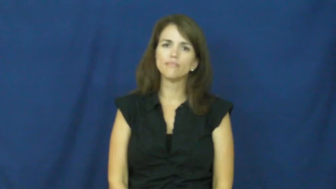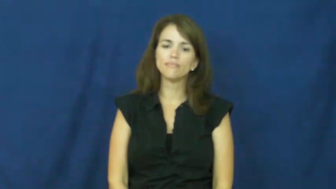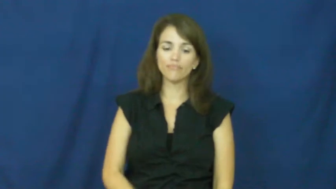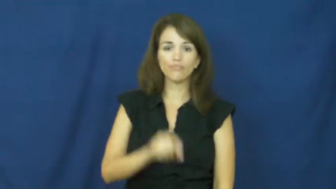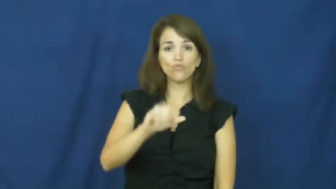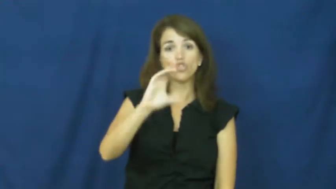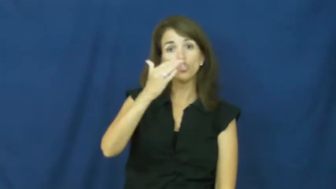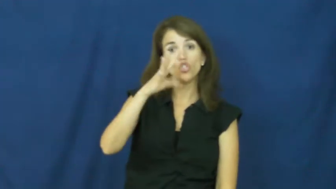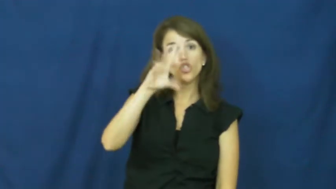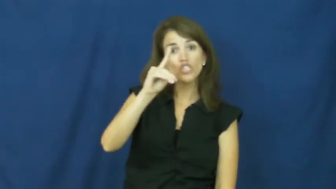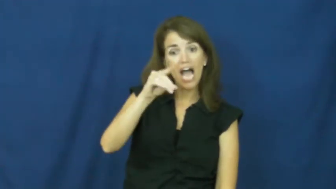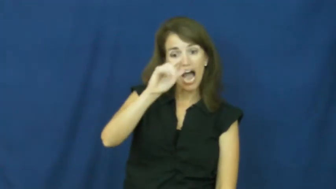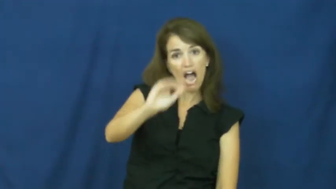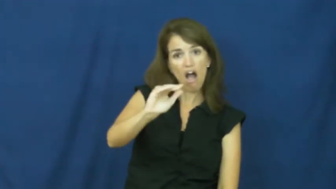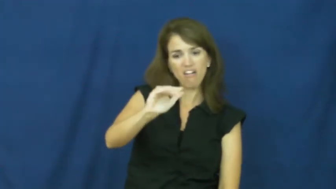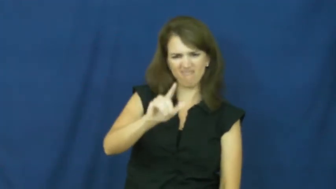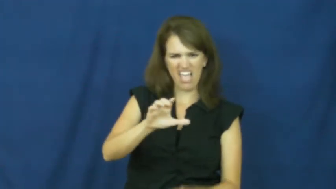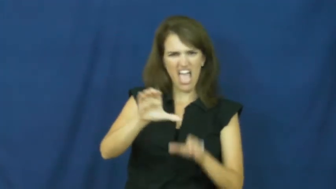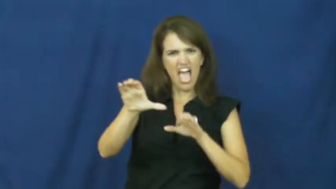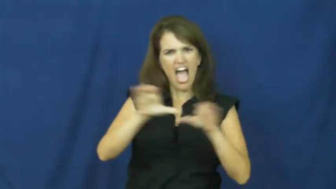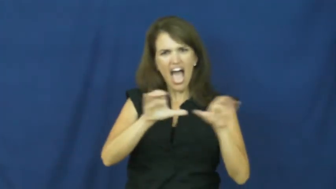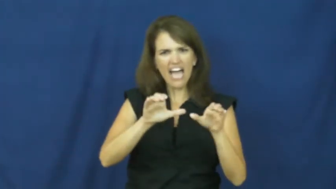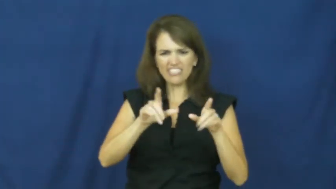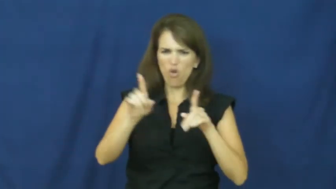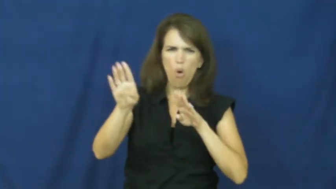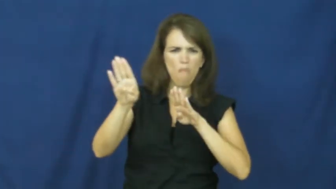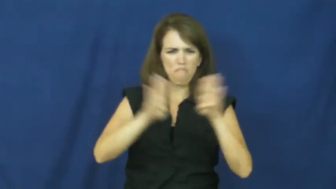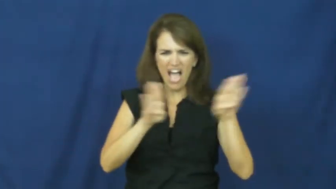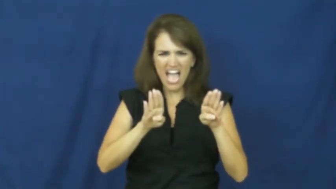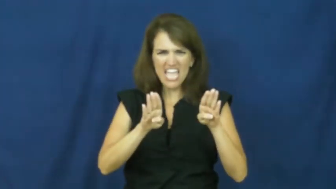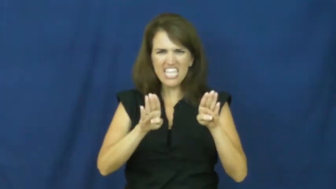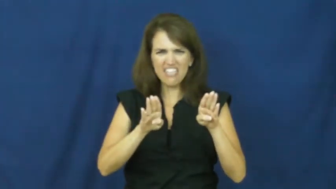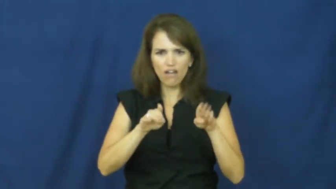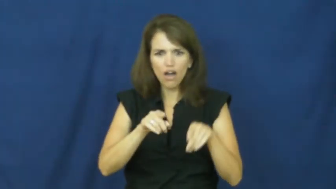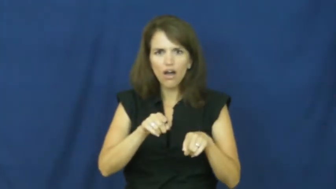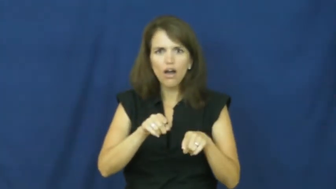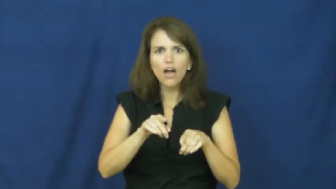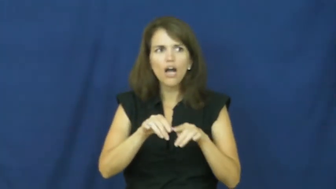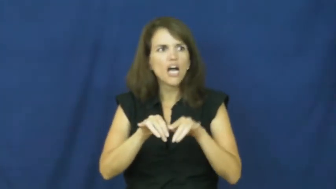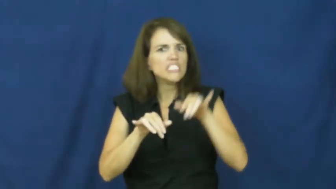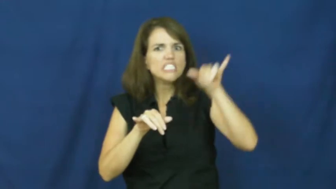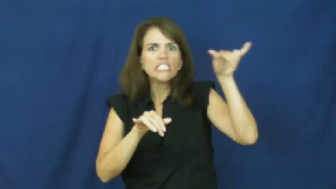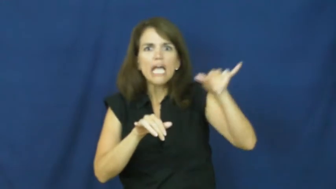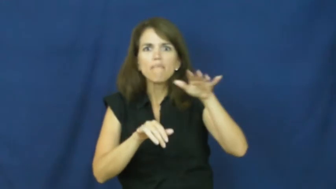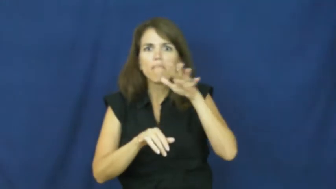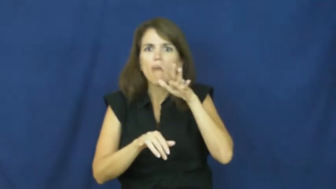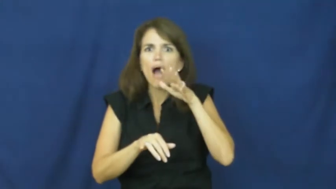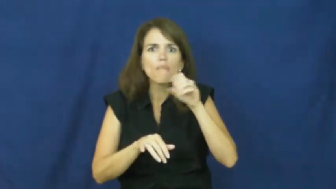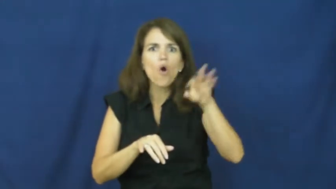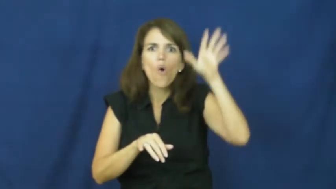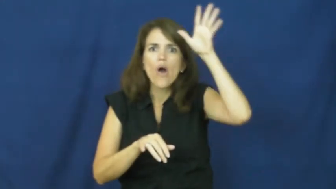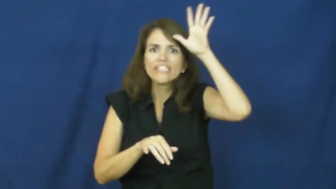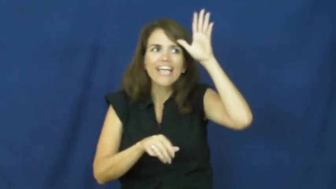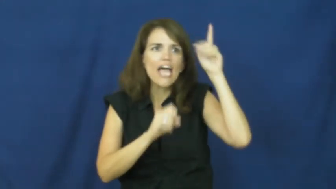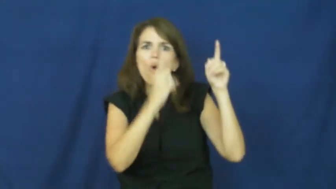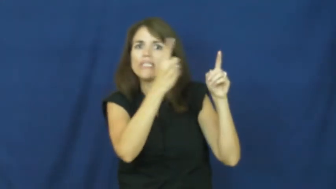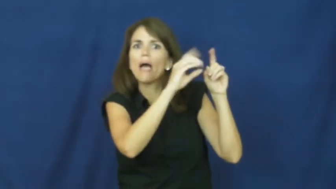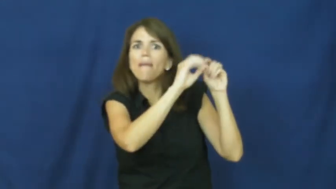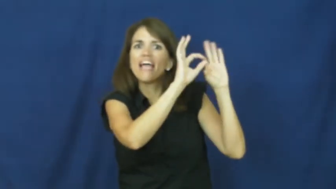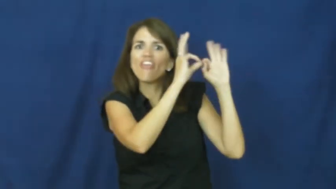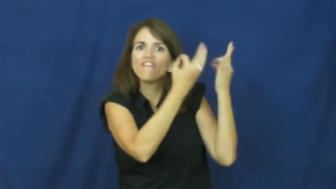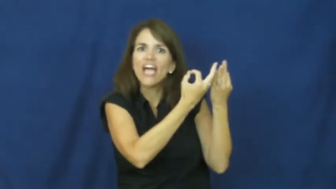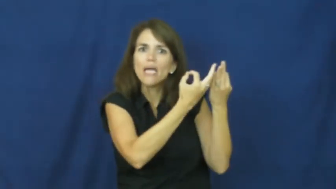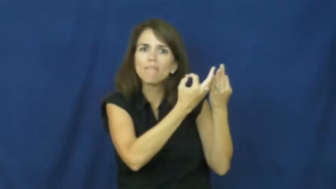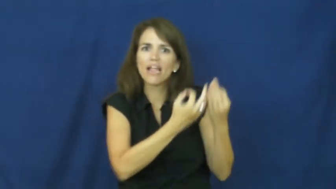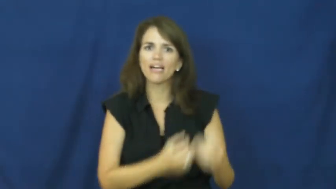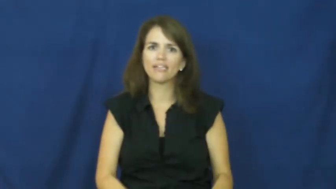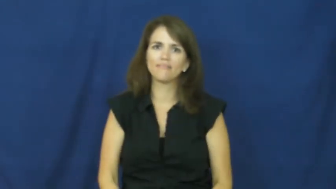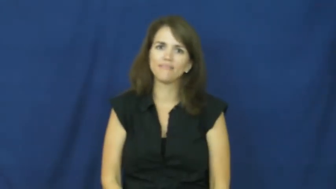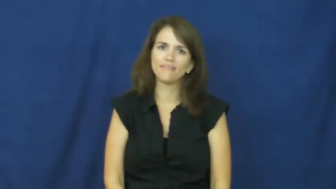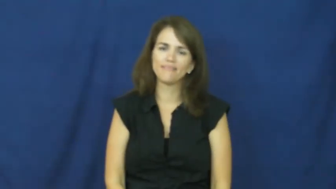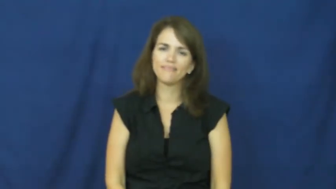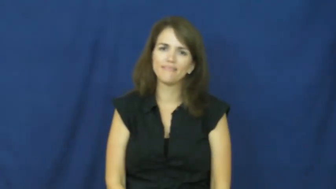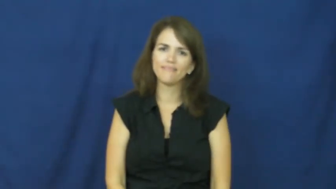"apples and acorns don't fall far from the tree"